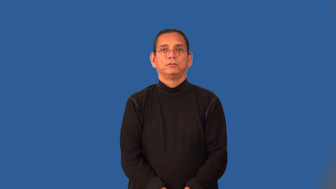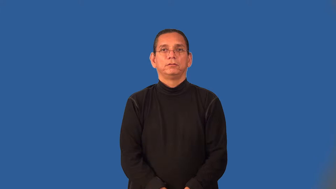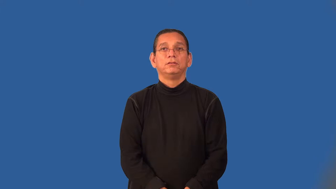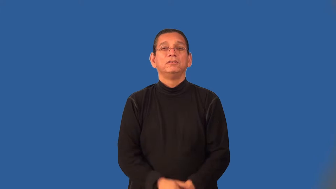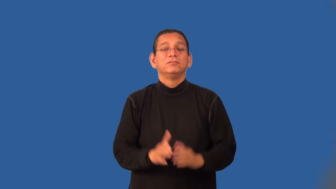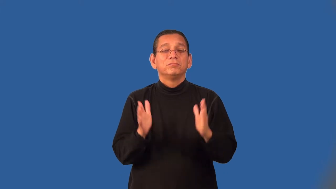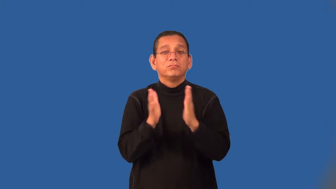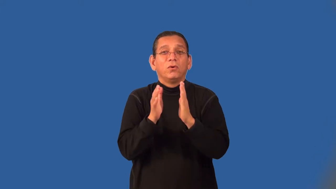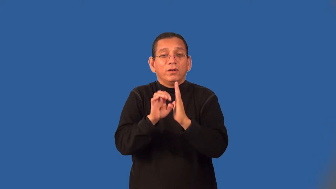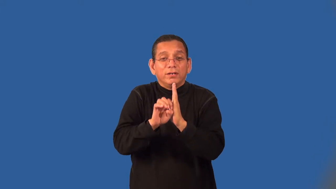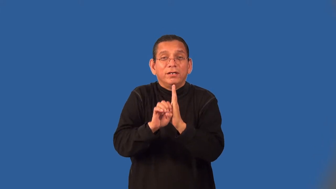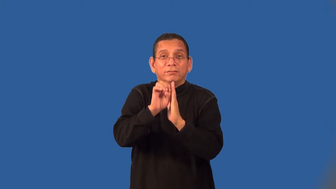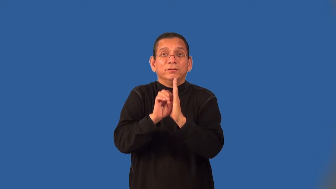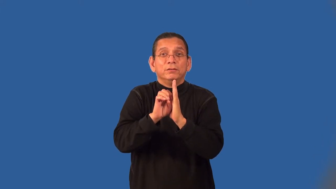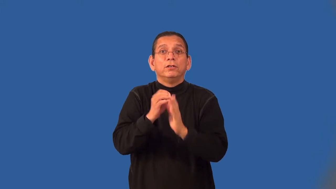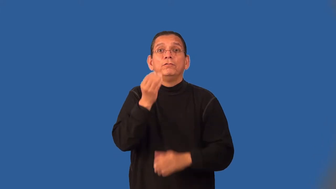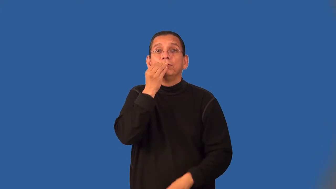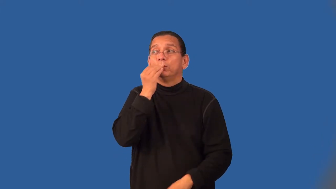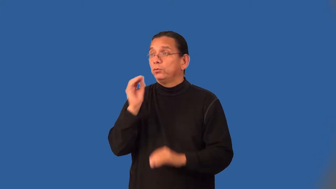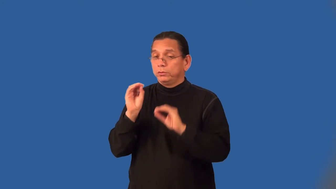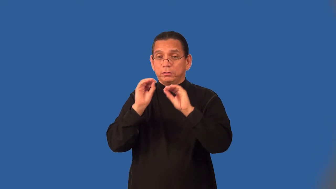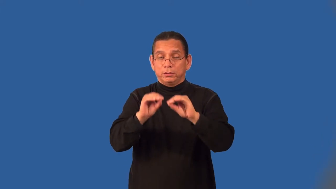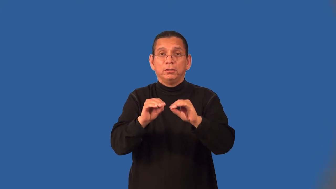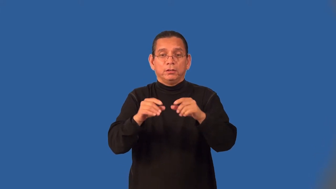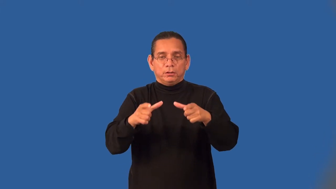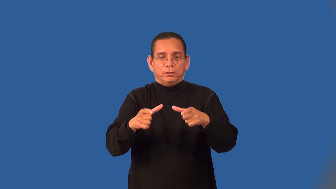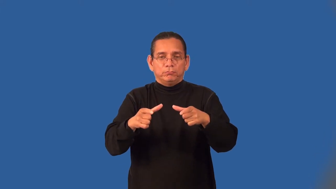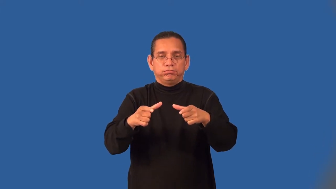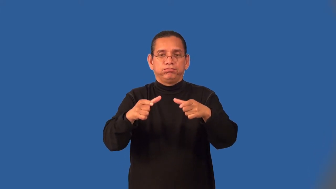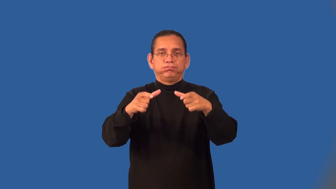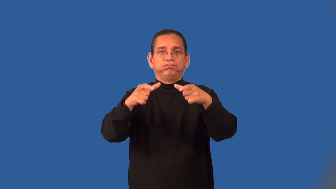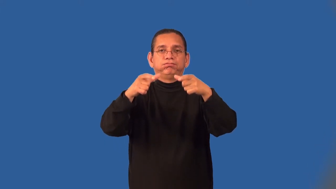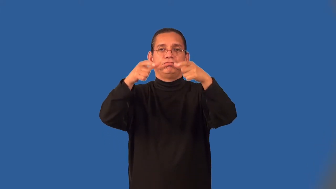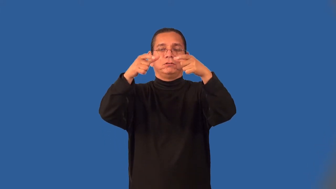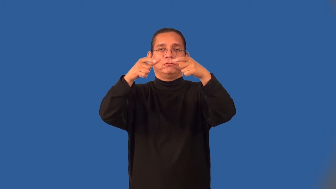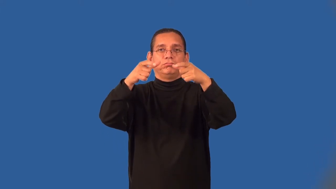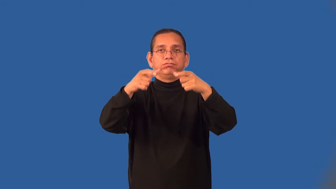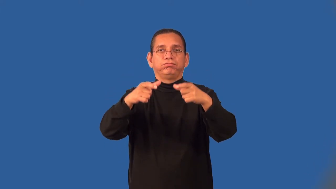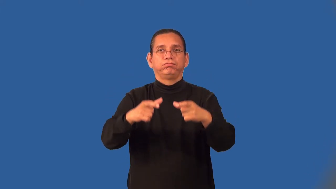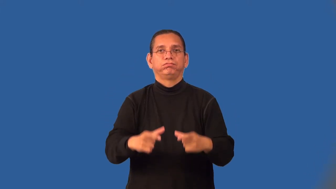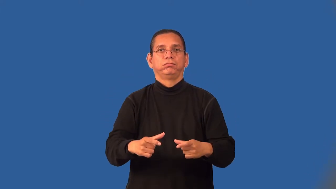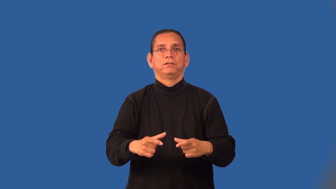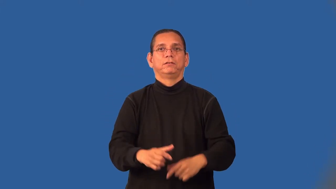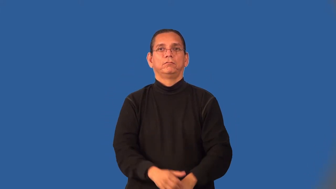dumbwaiter